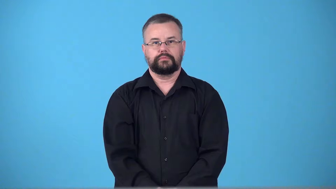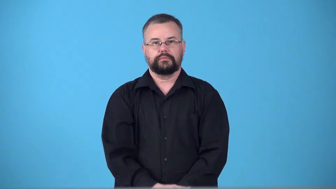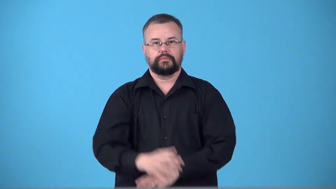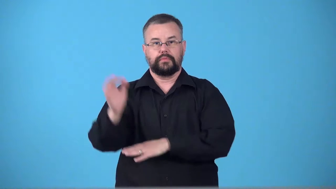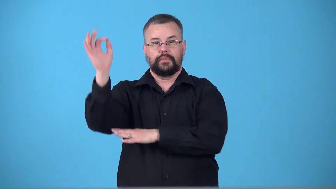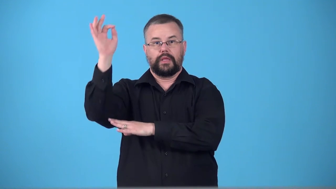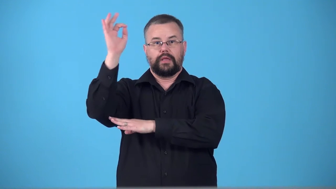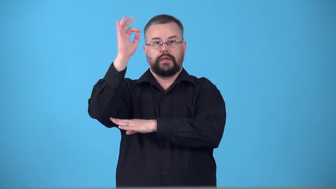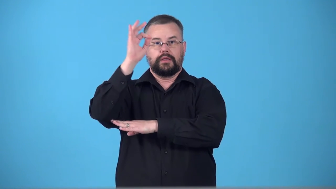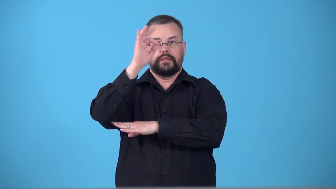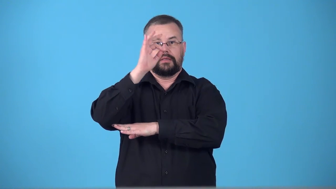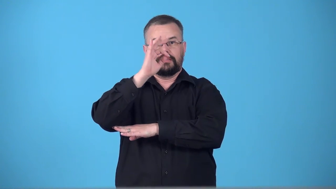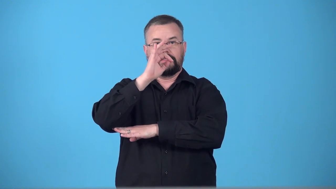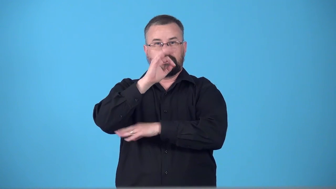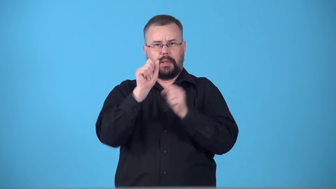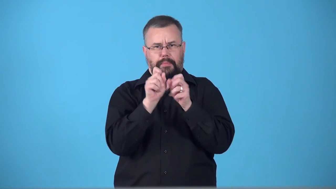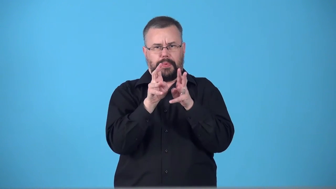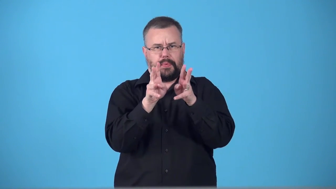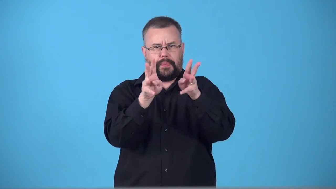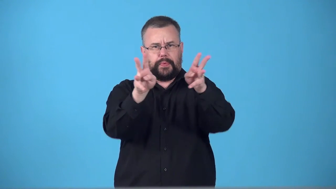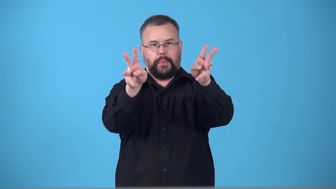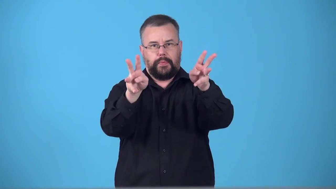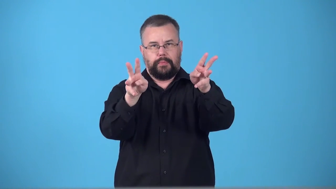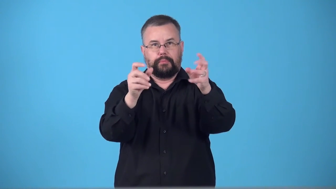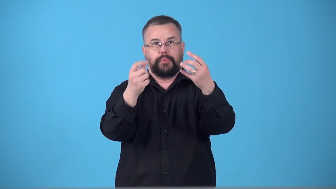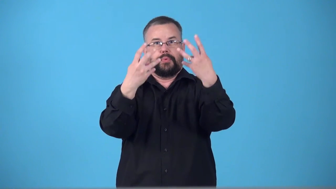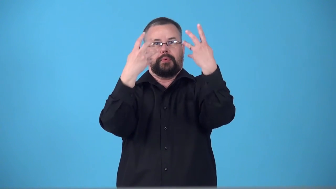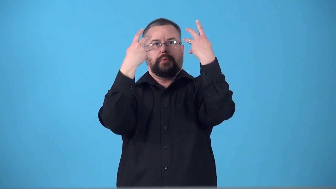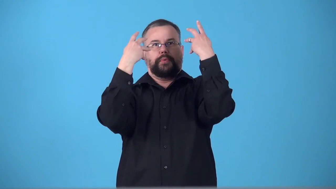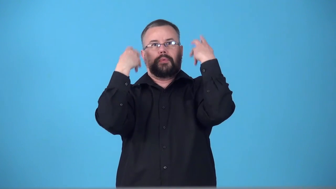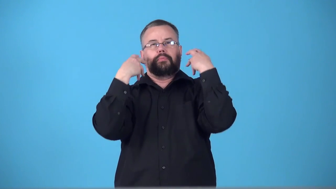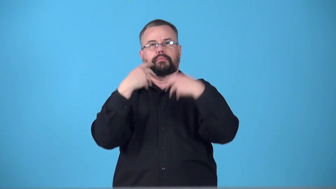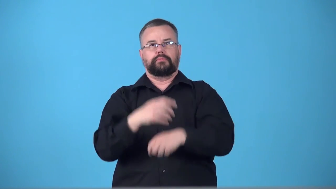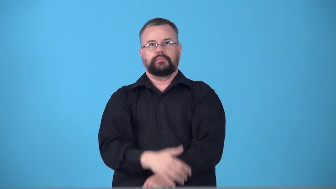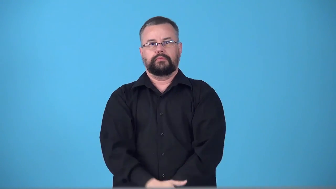sunburst